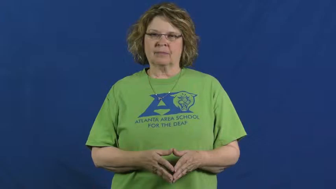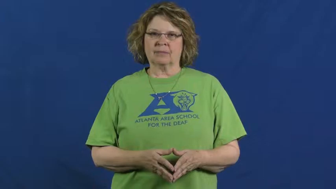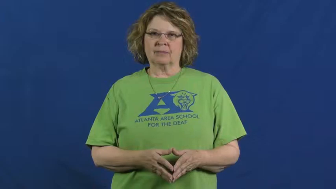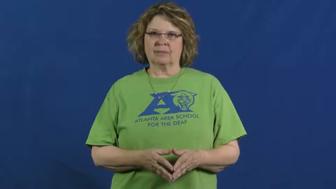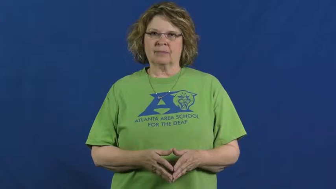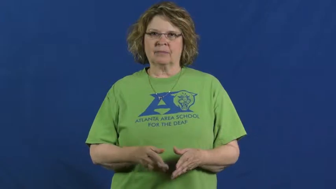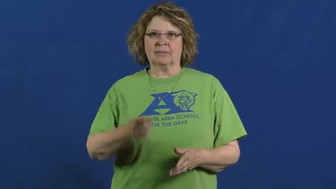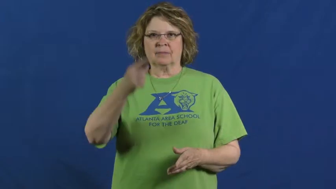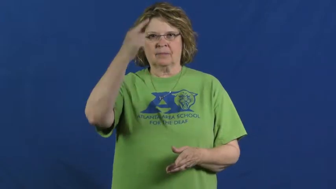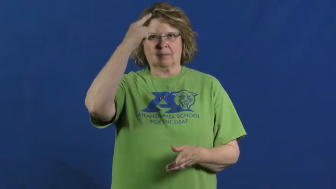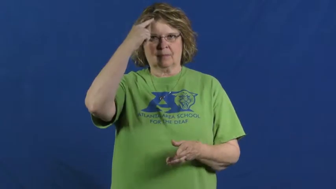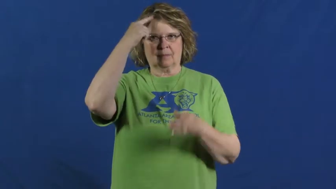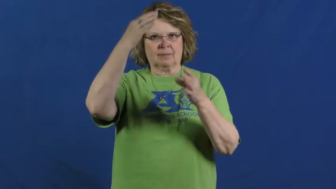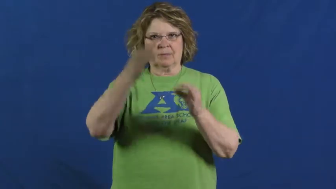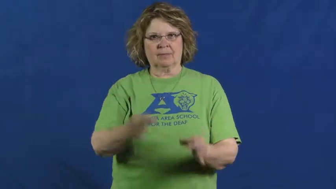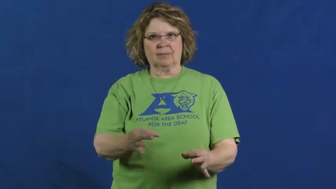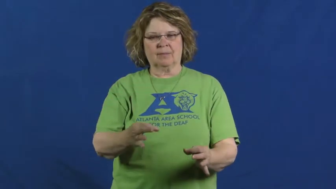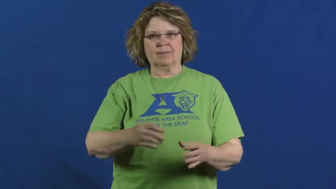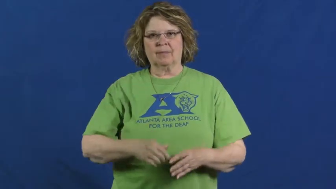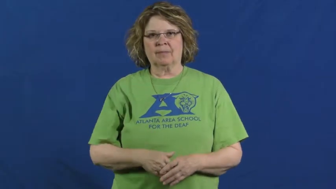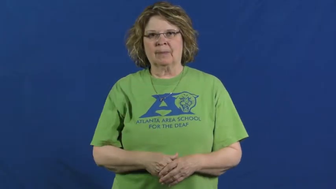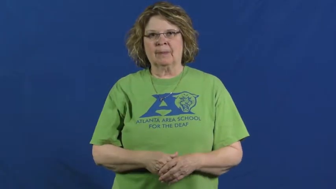rule on